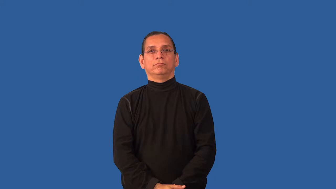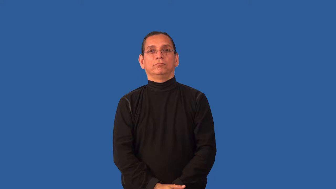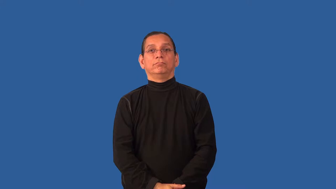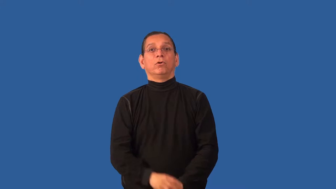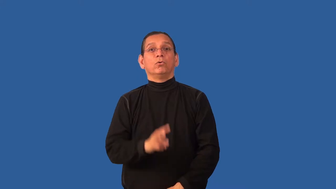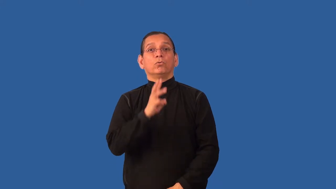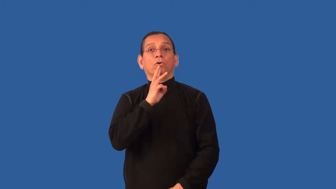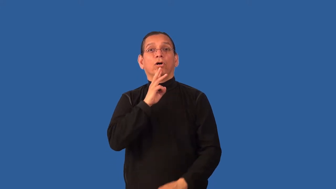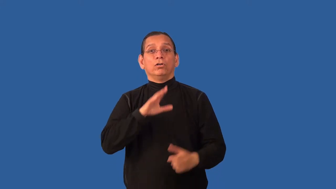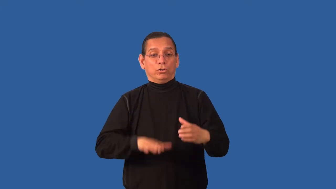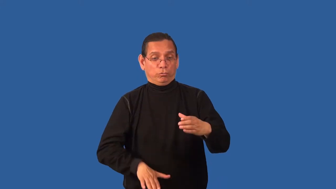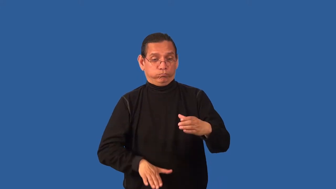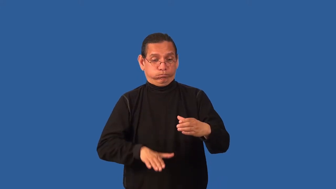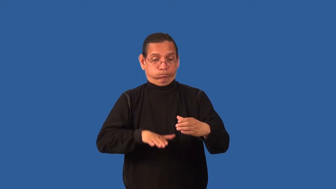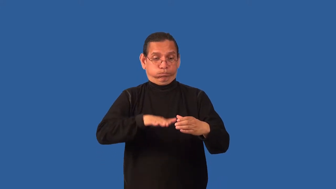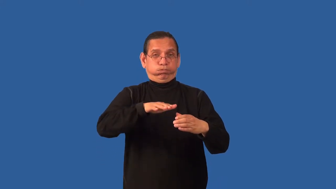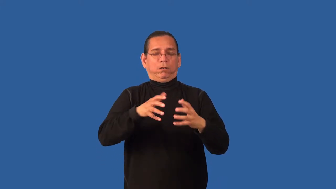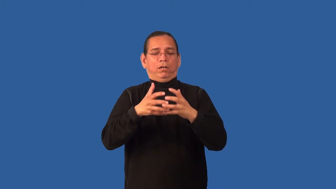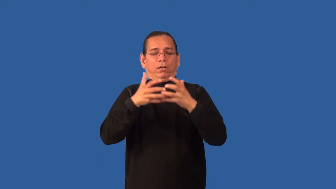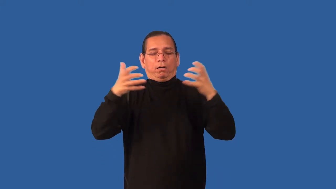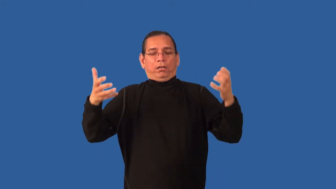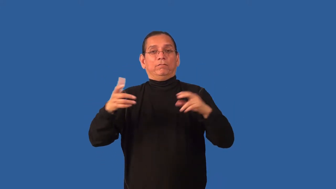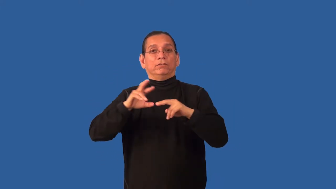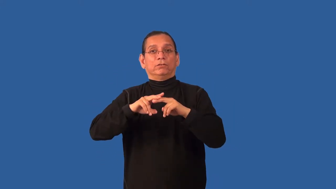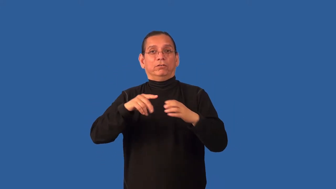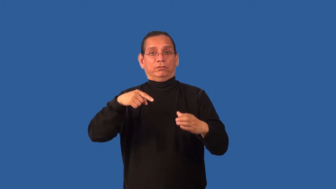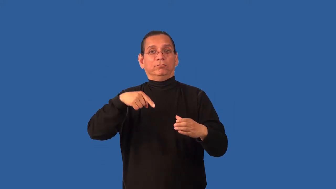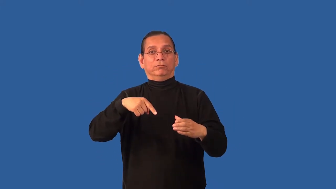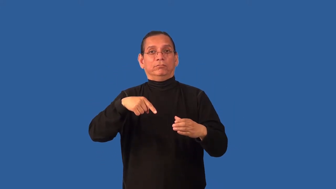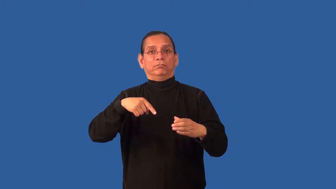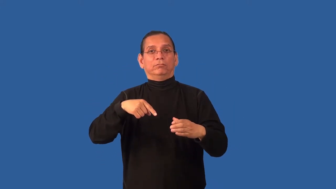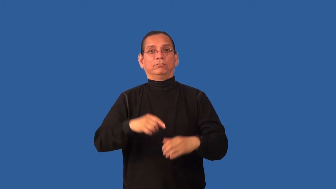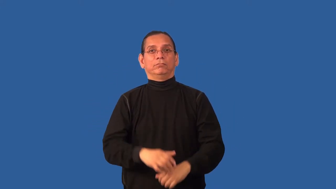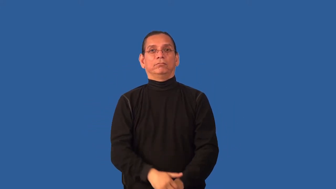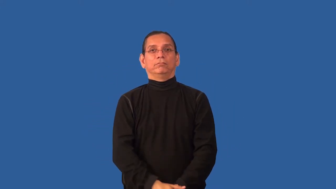brine,brackish